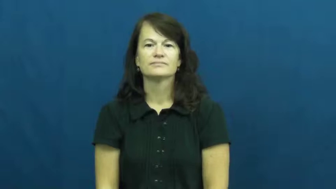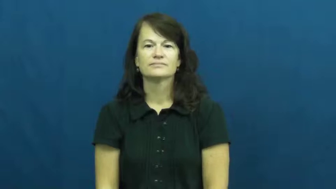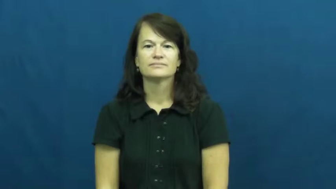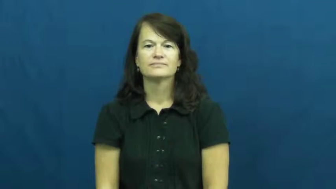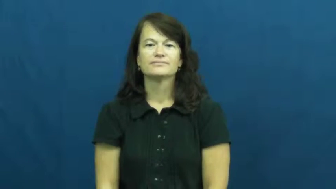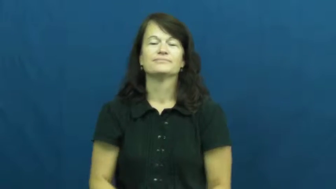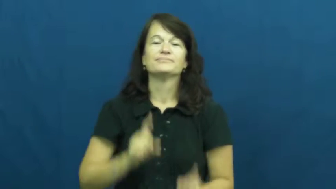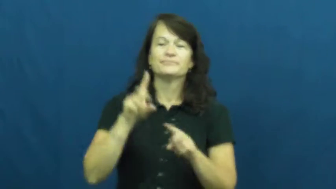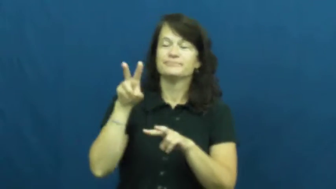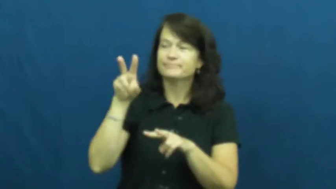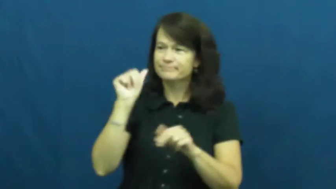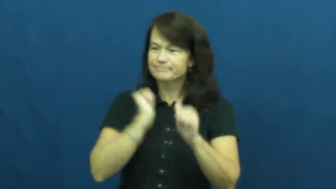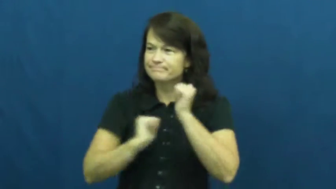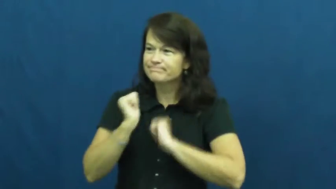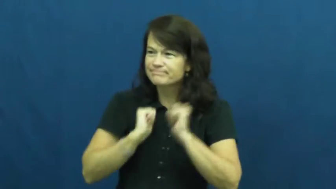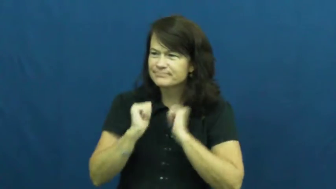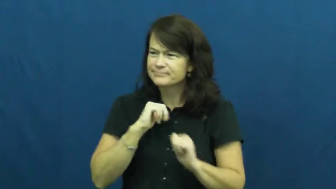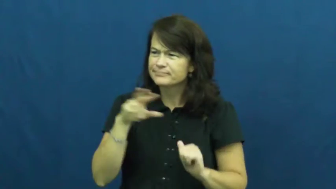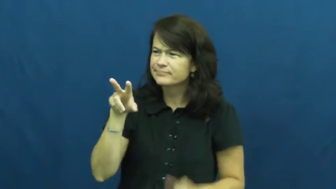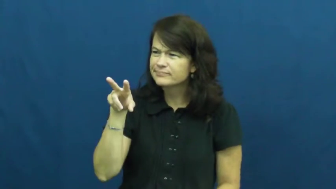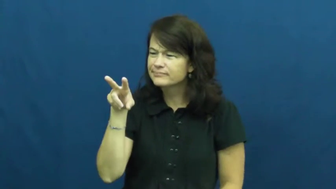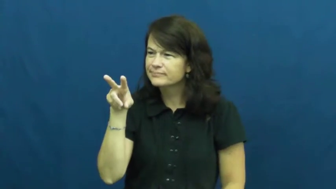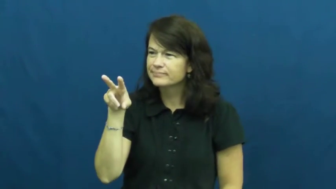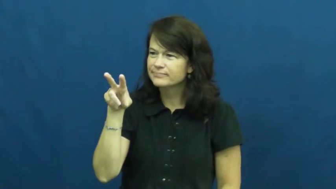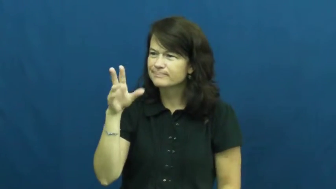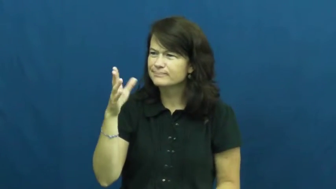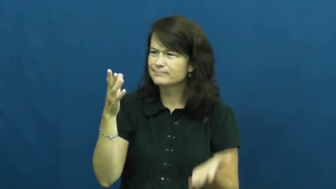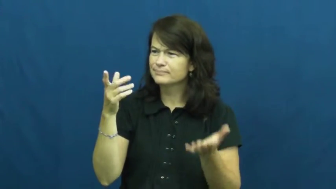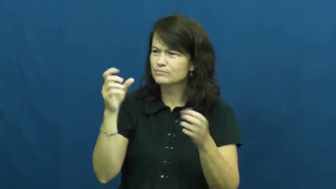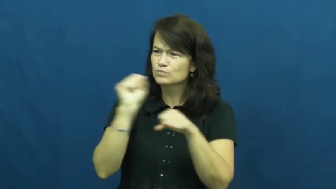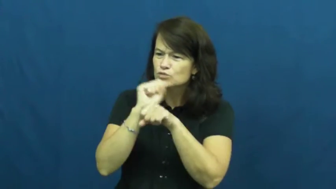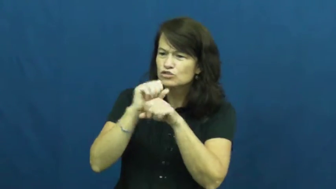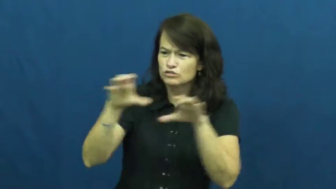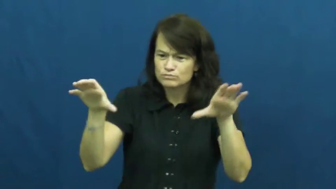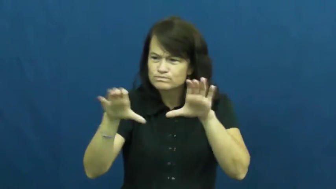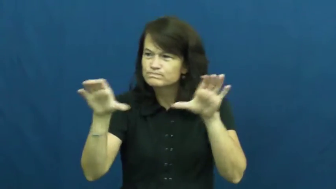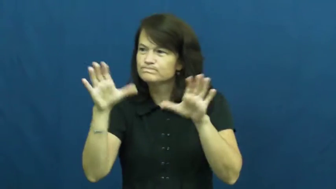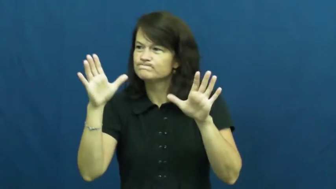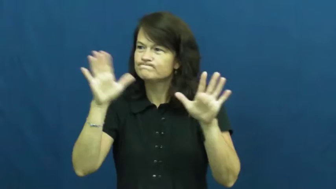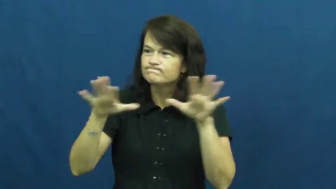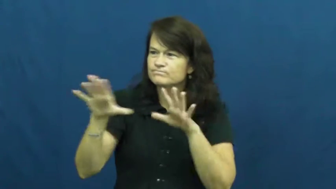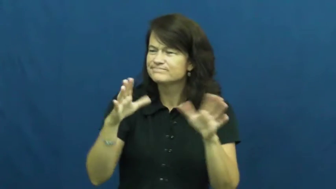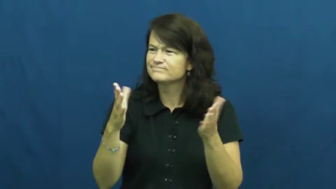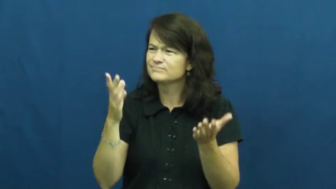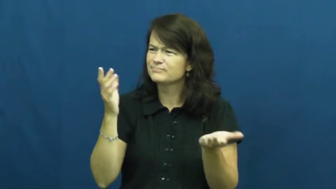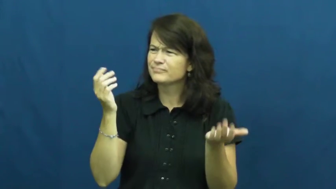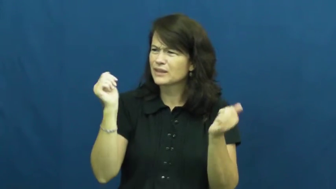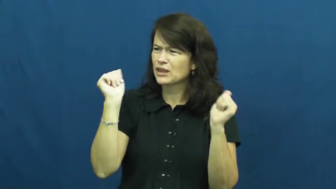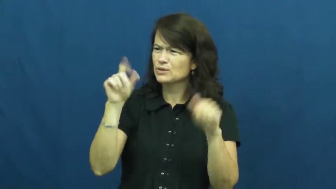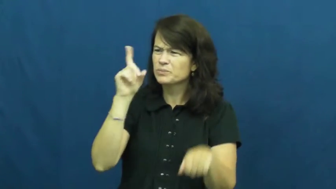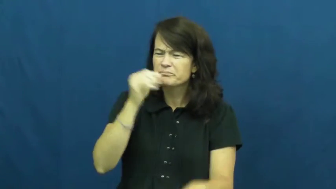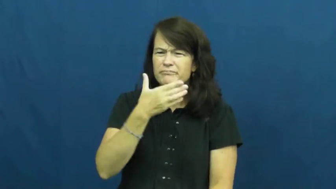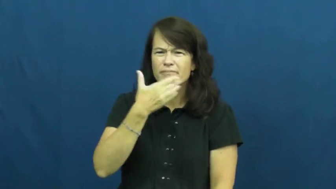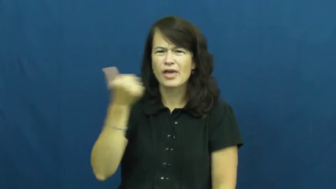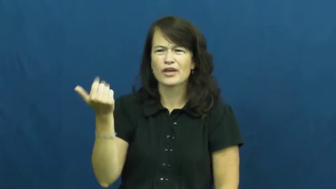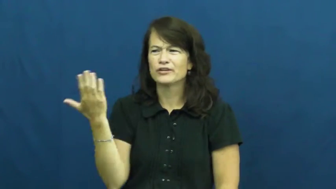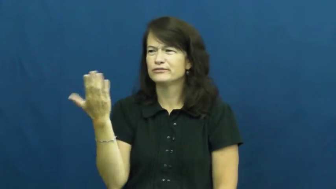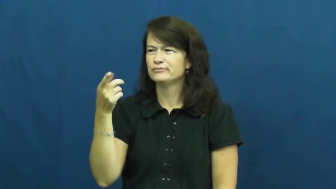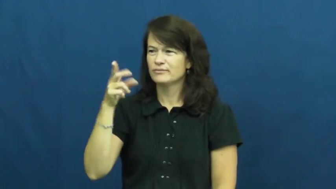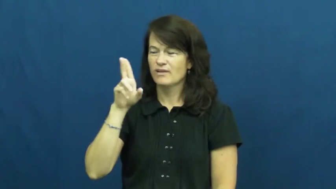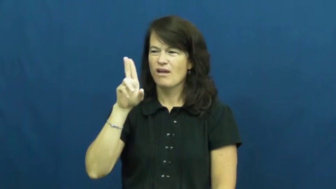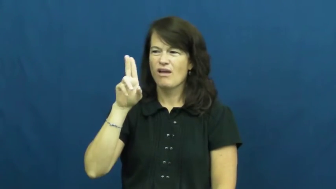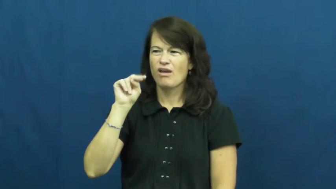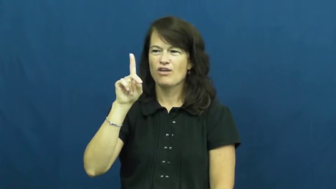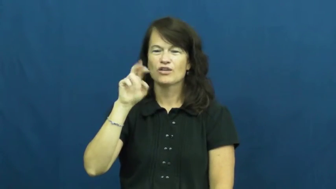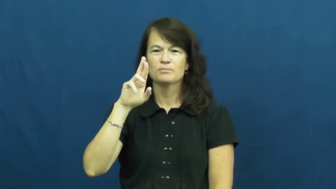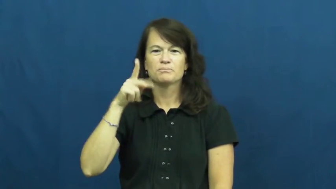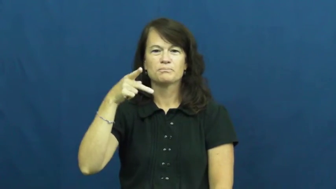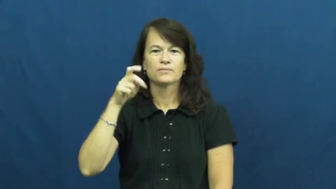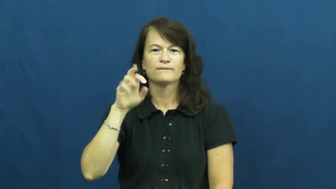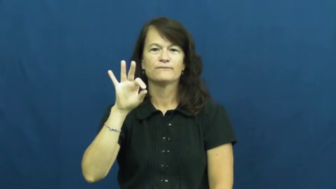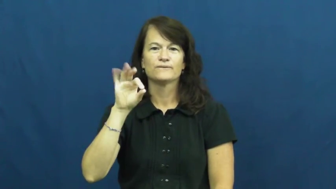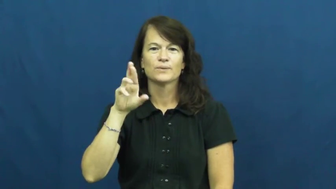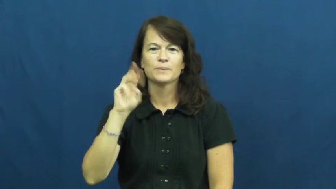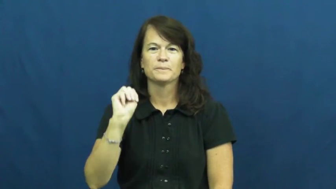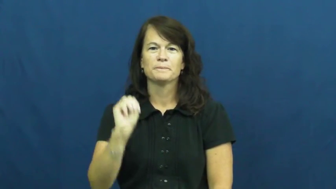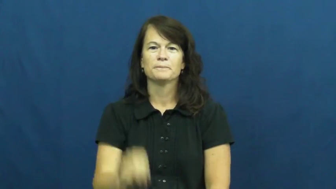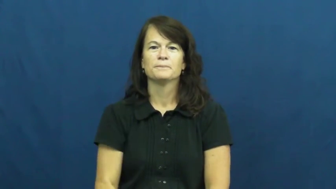underperform